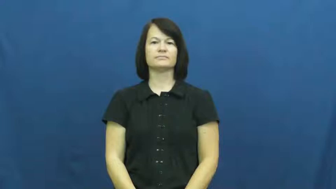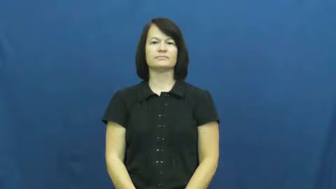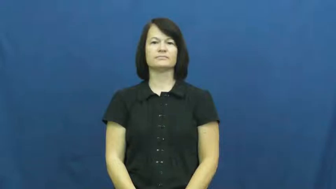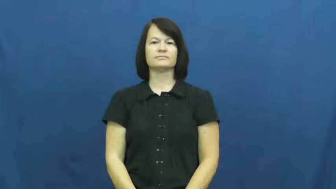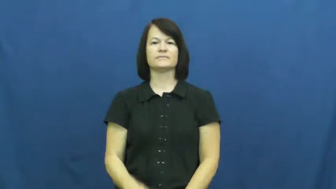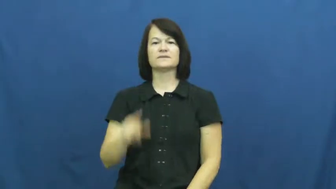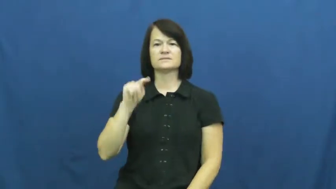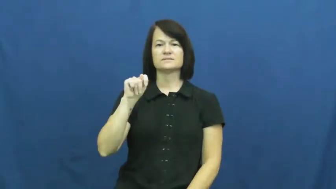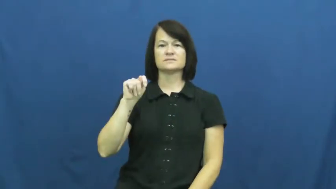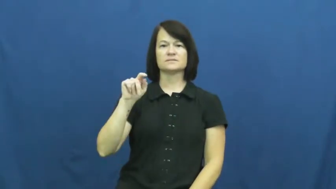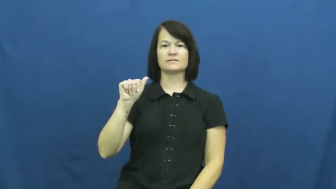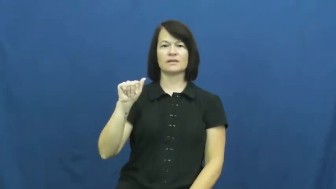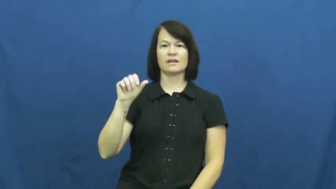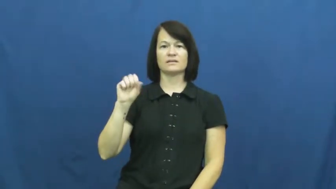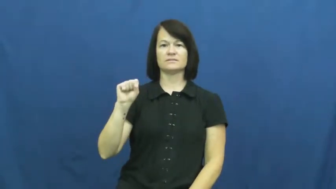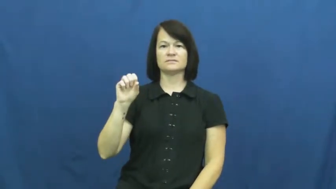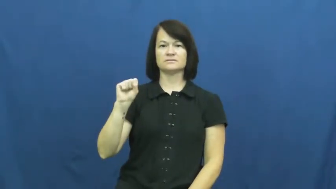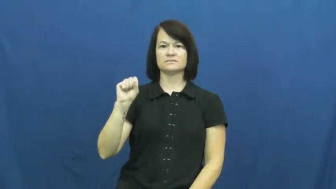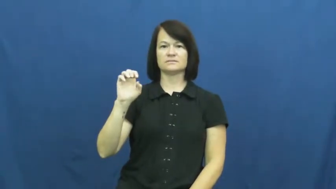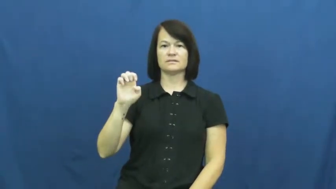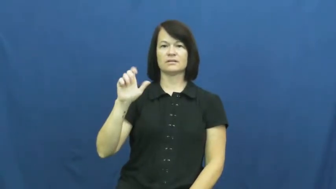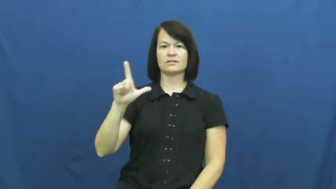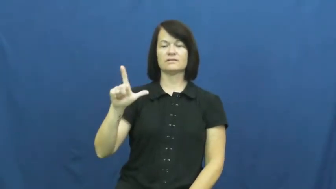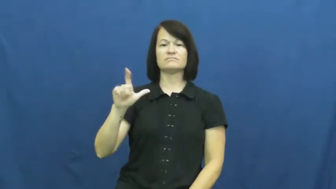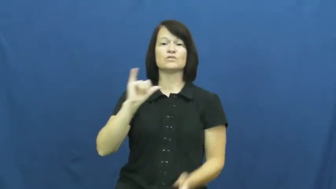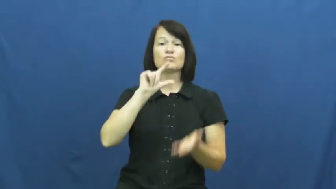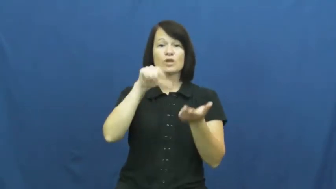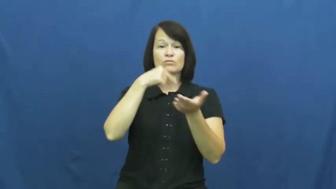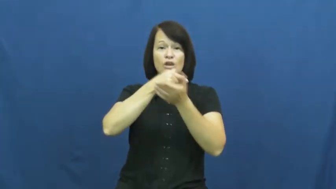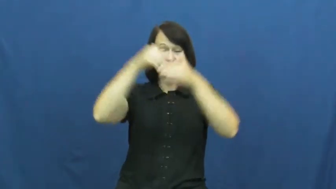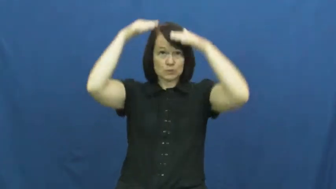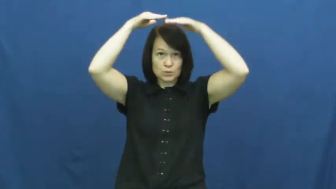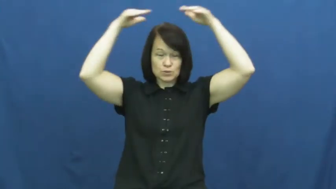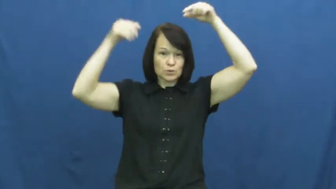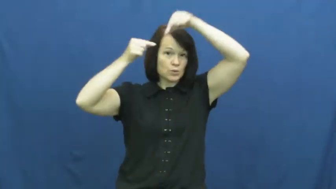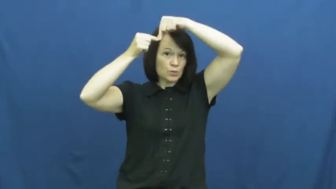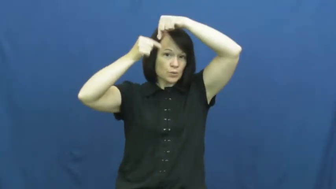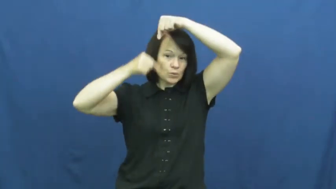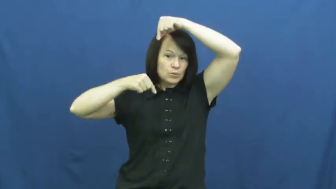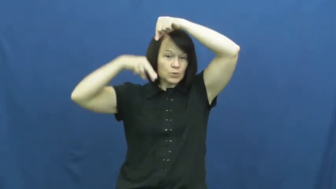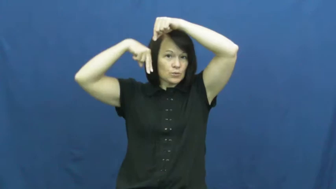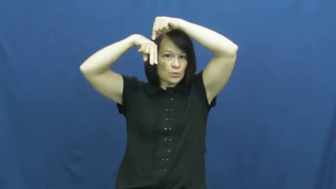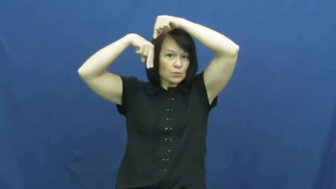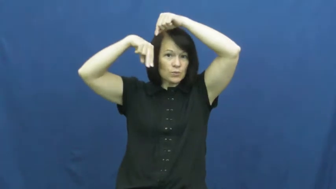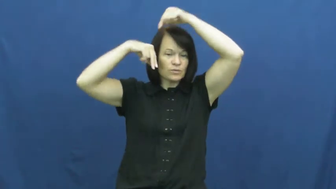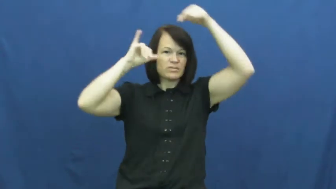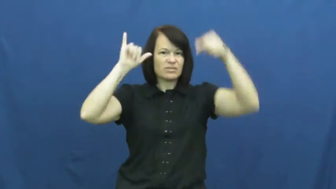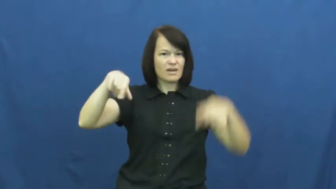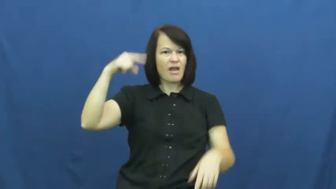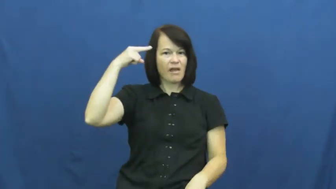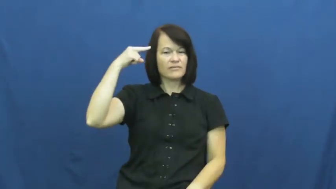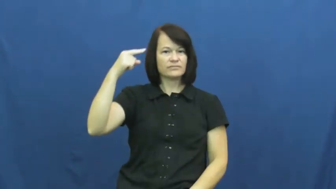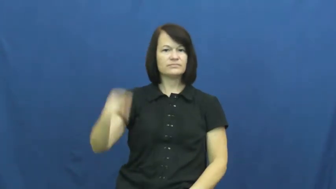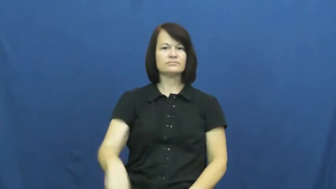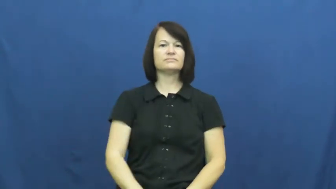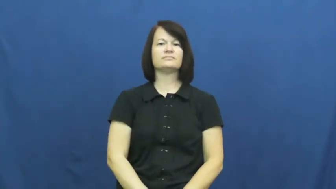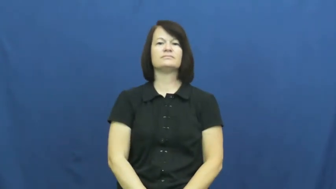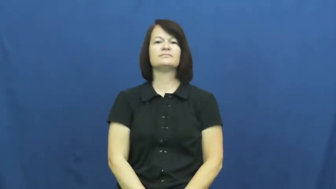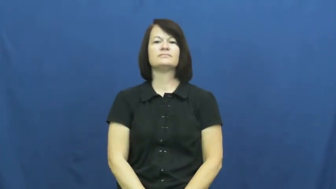tassel